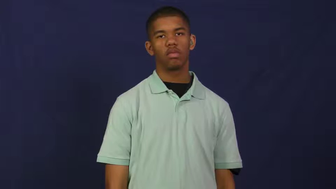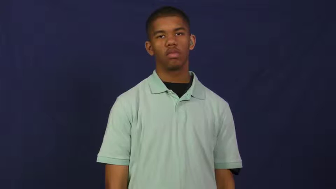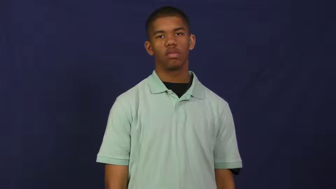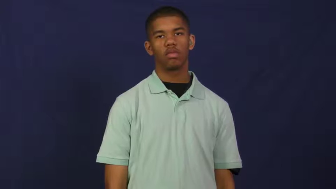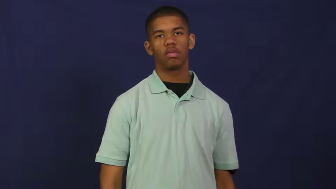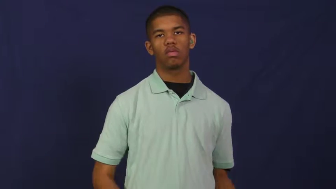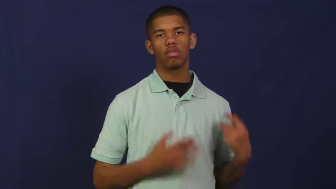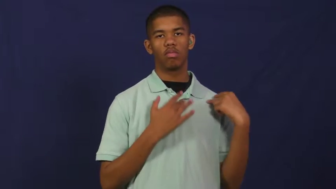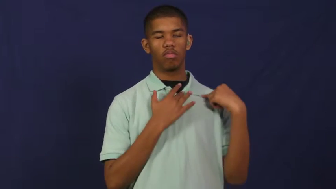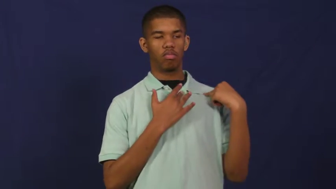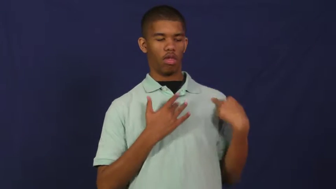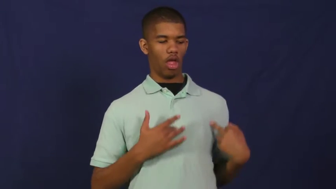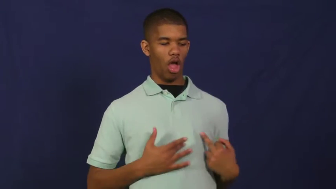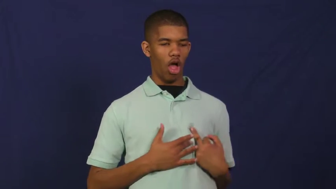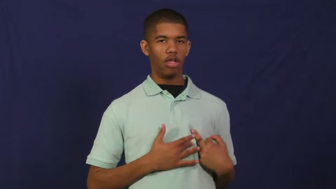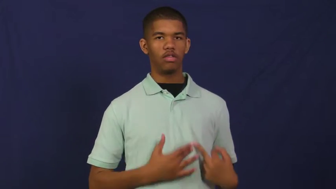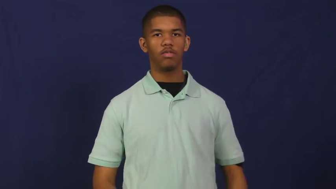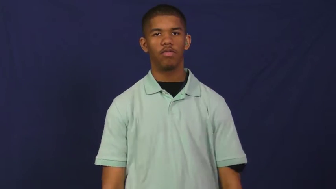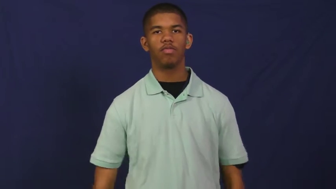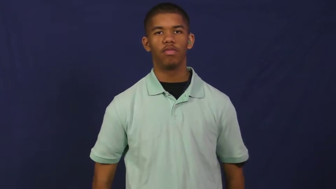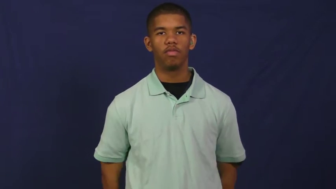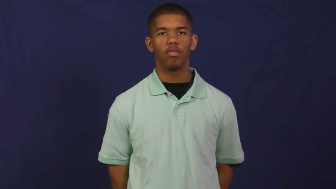heart,cardiac,coronary,bosom